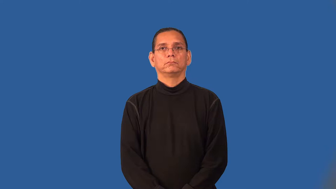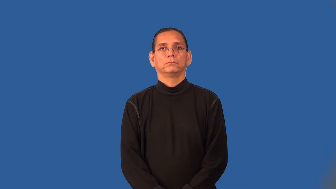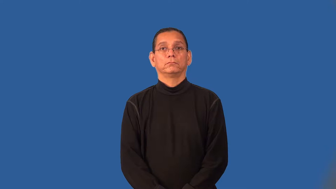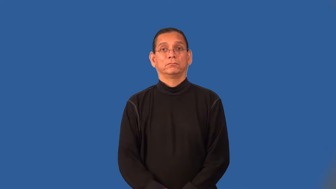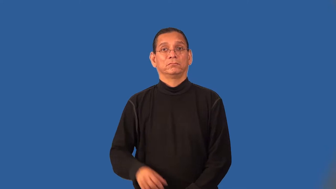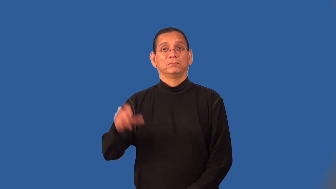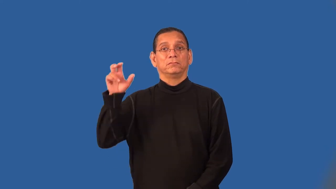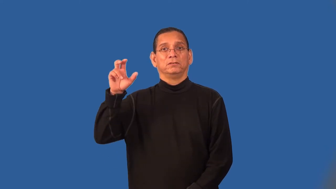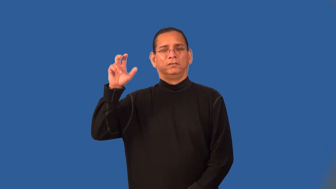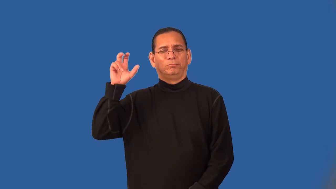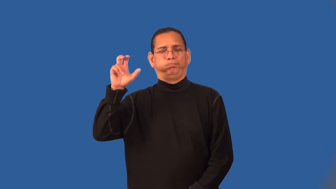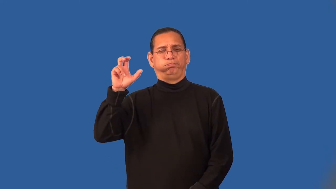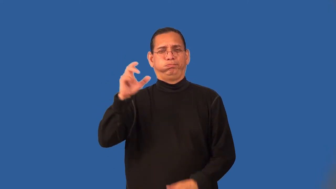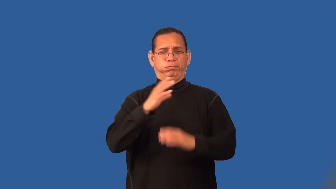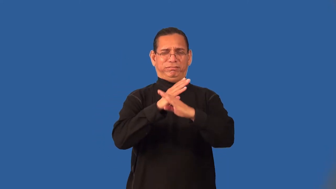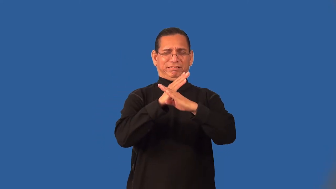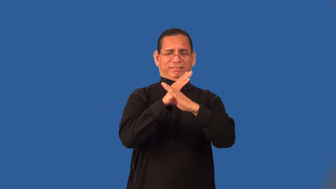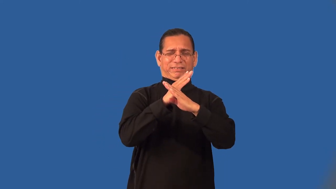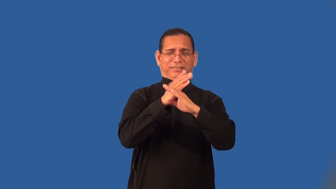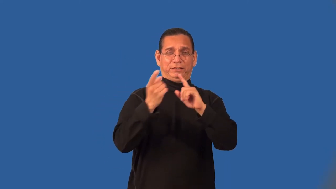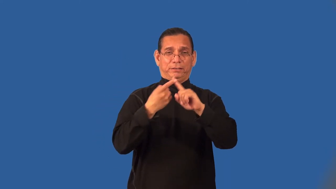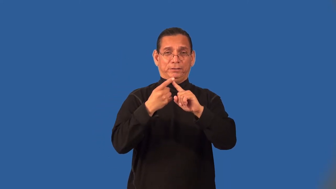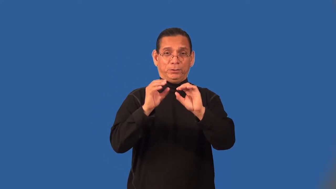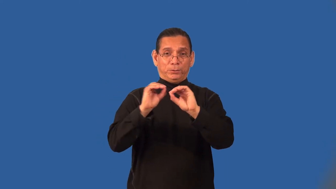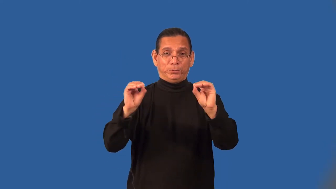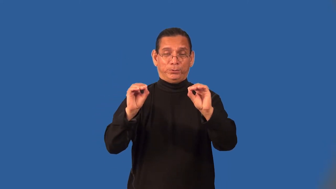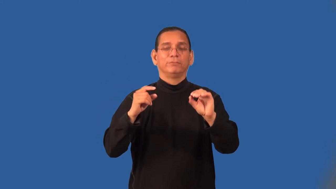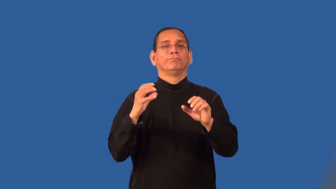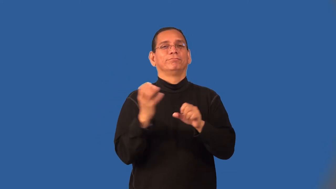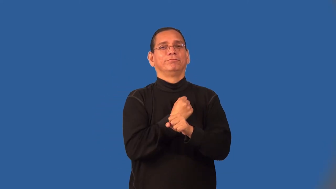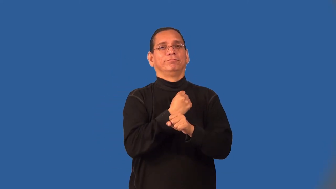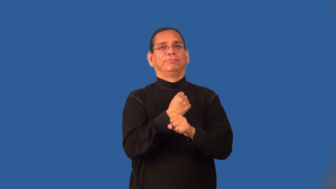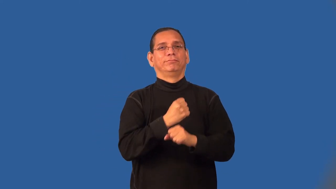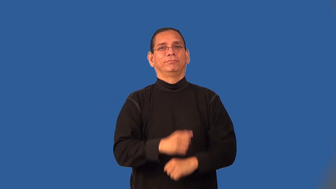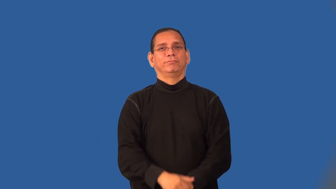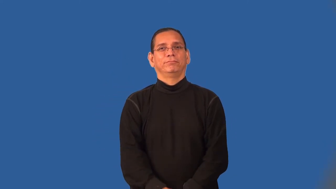save-baseball